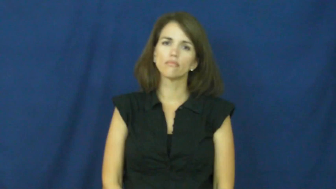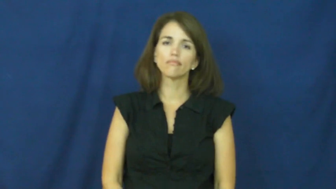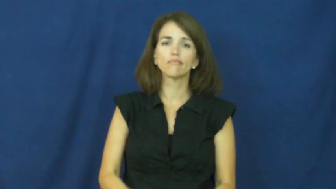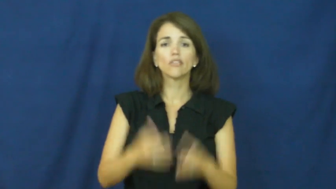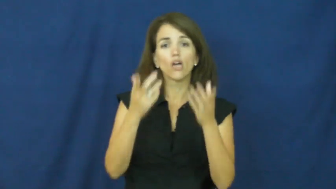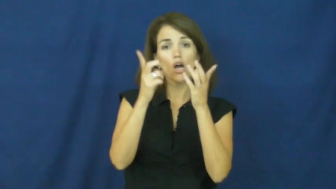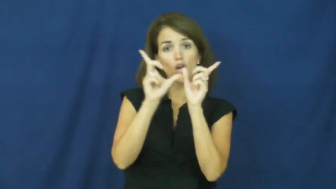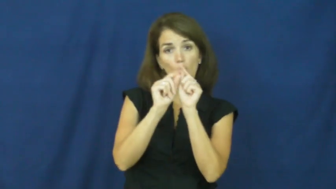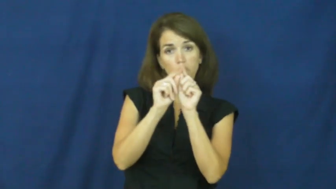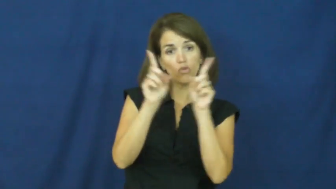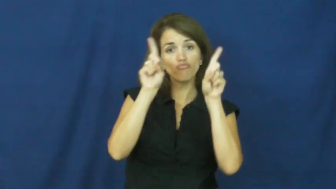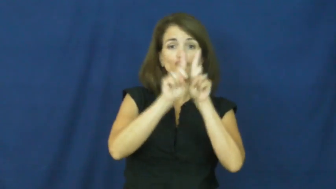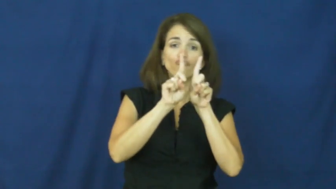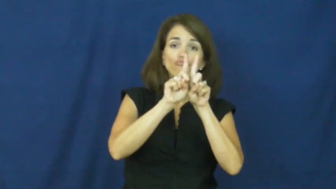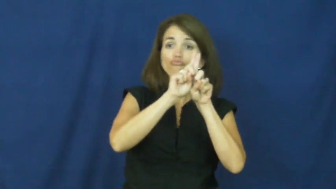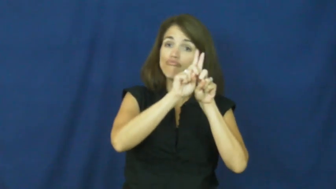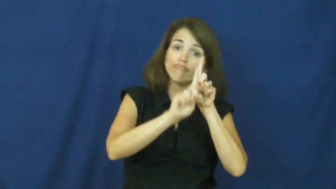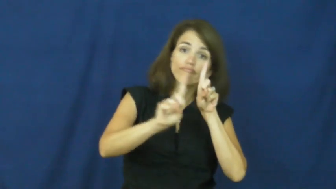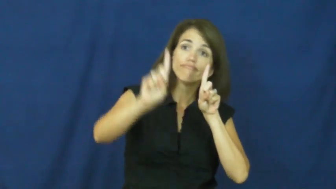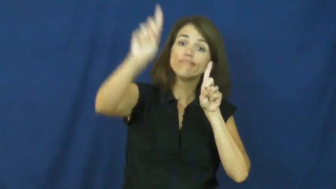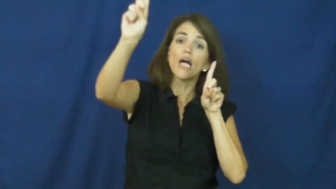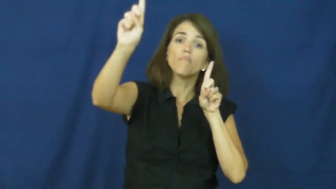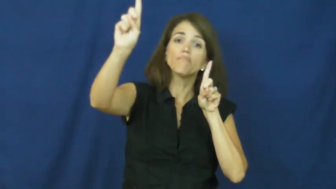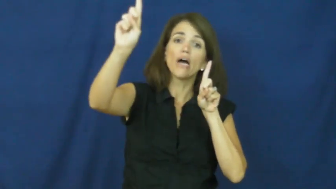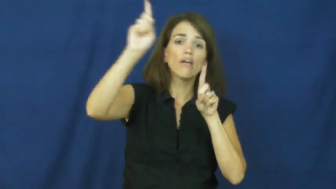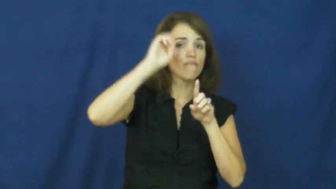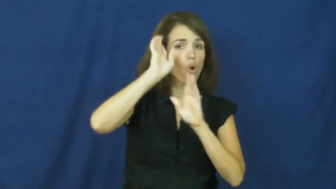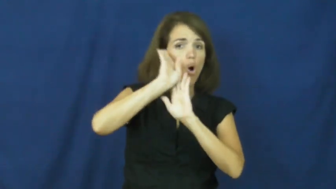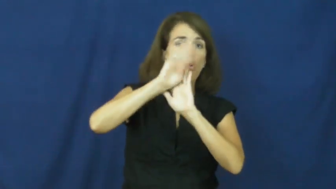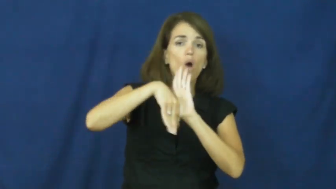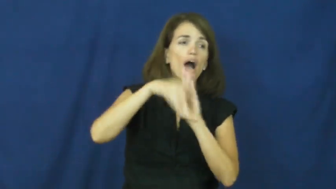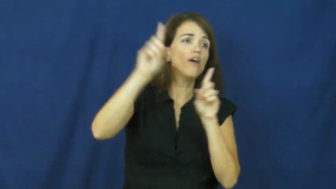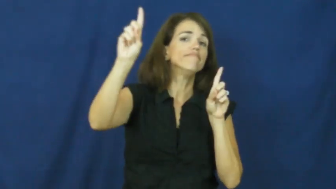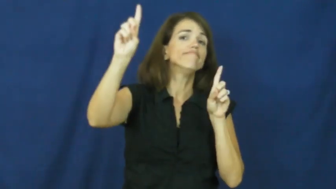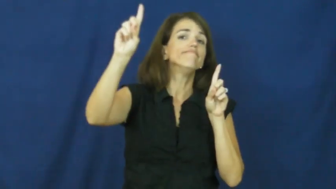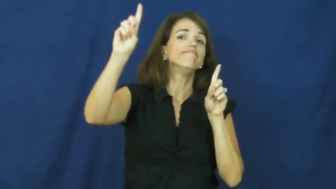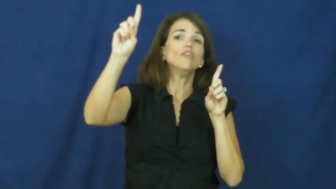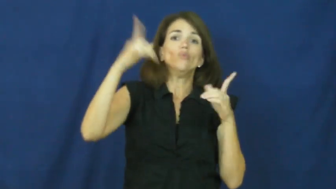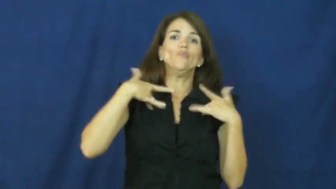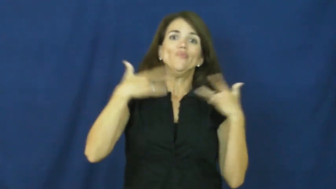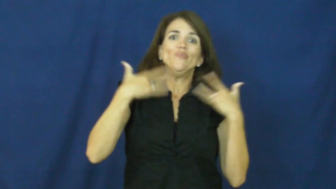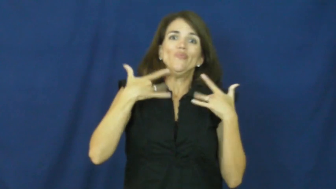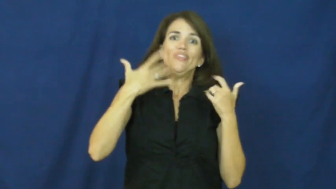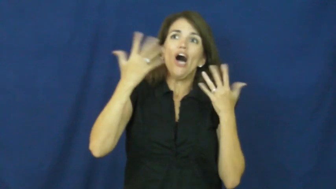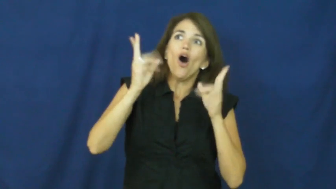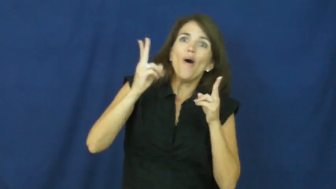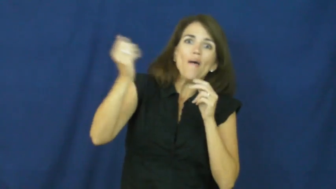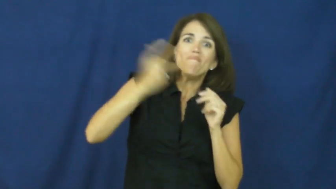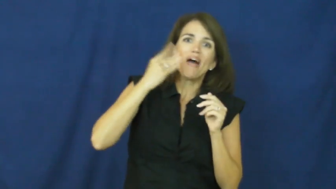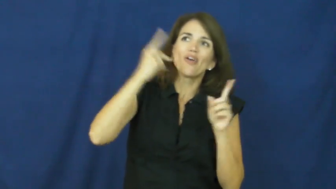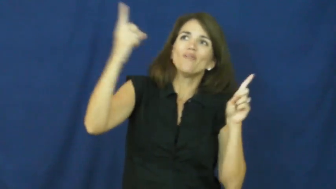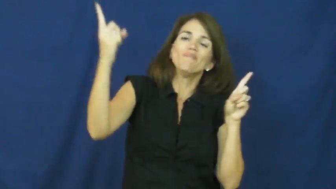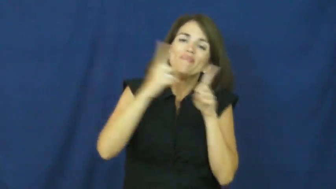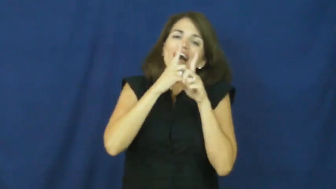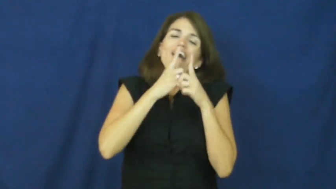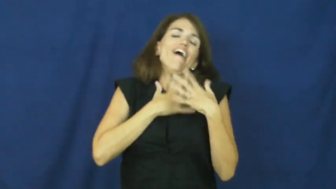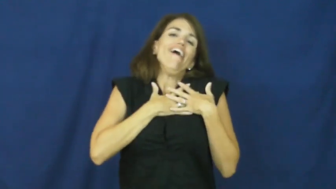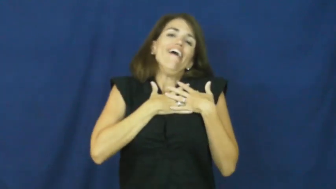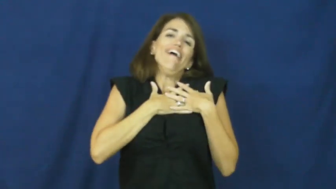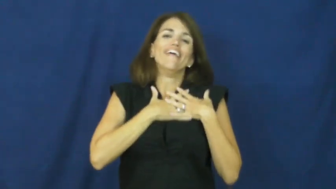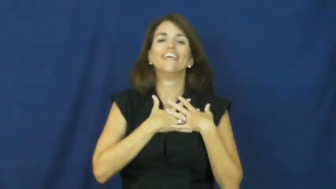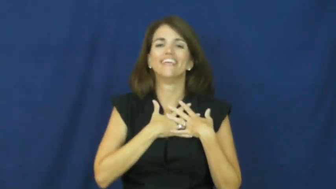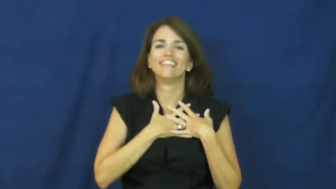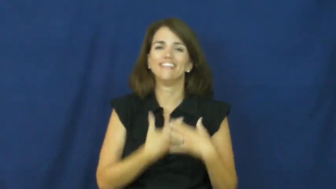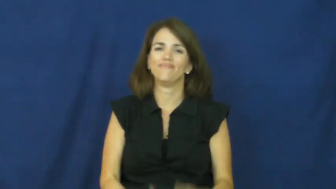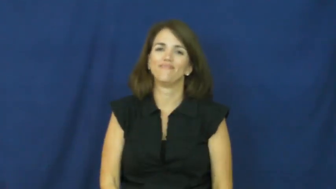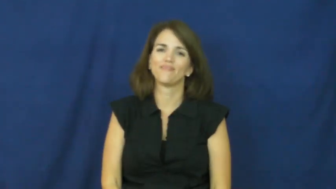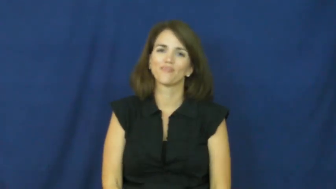"absence makes the heart grow fonder"